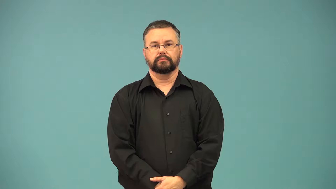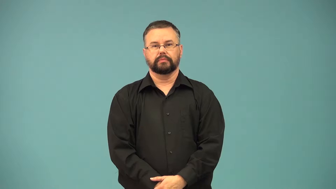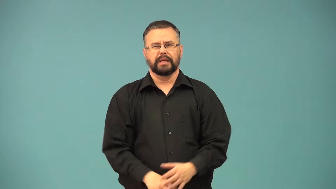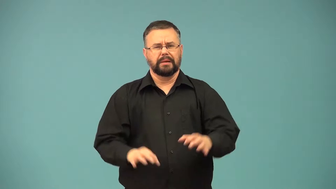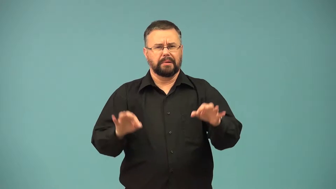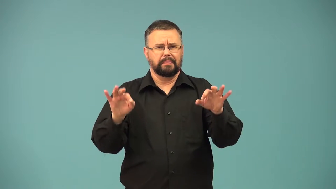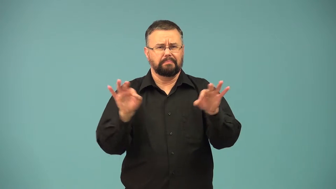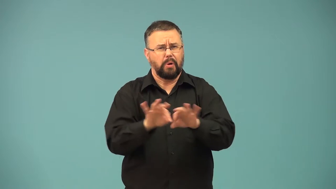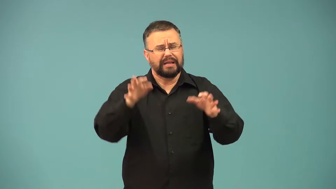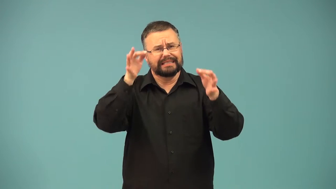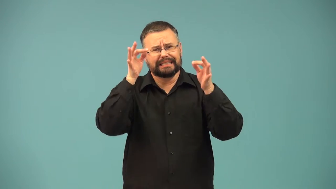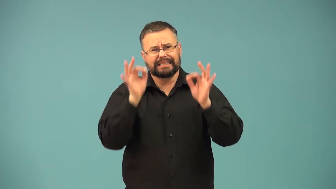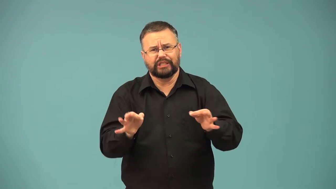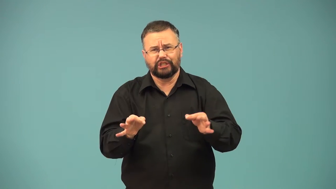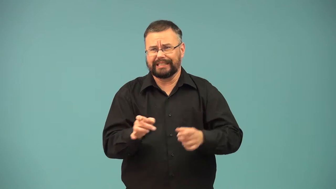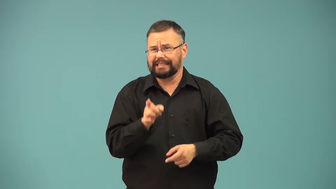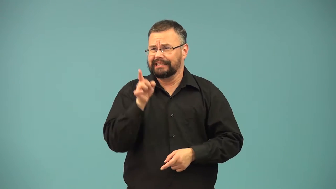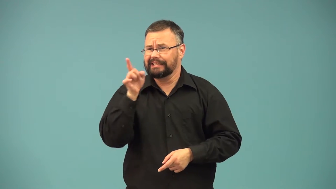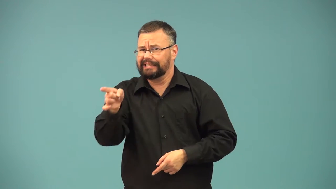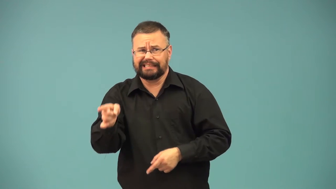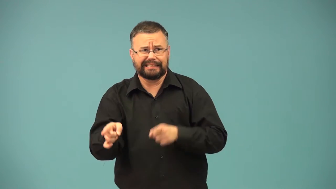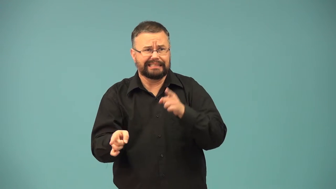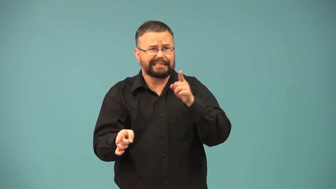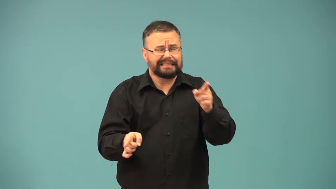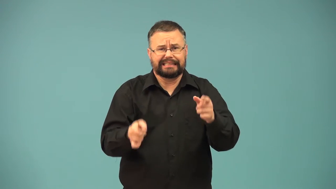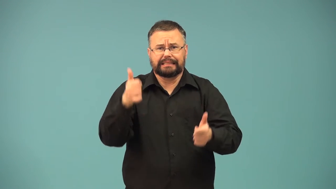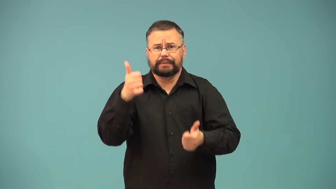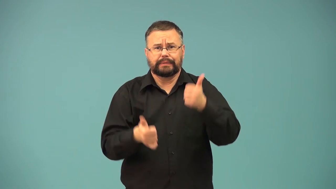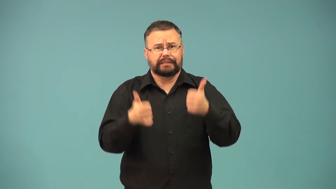crossroad-decision